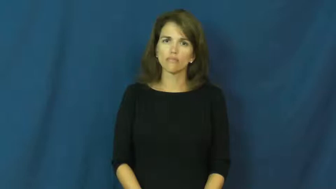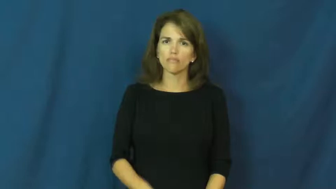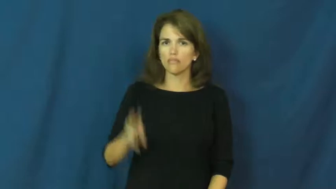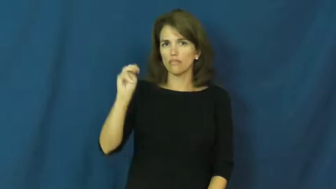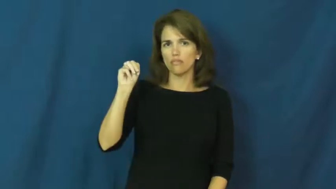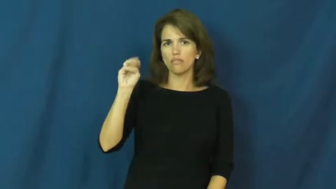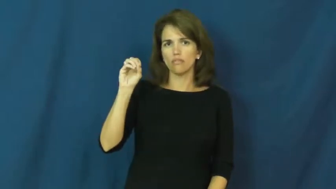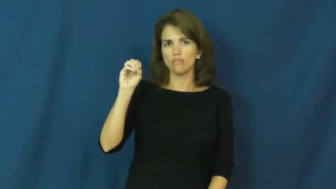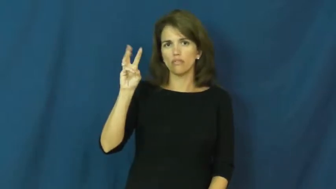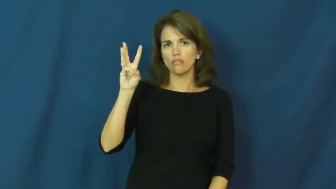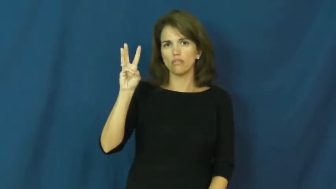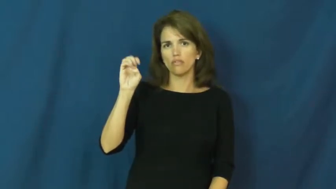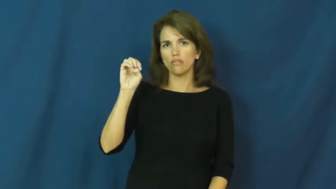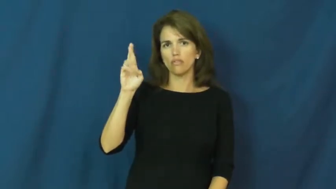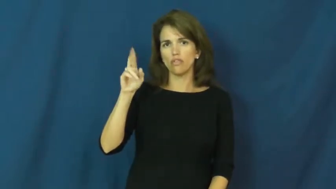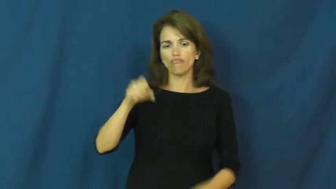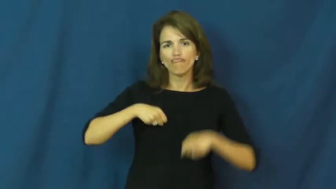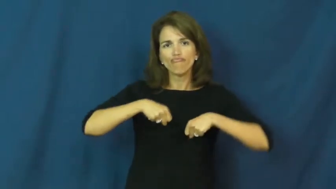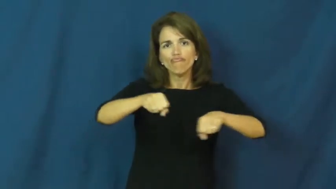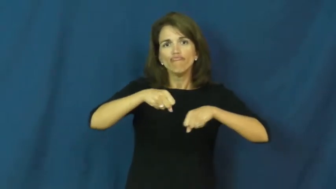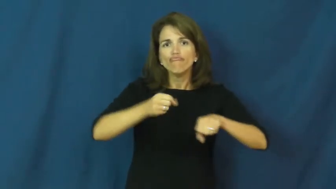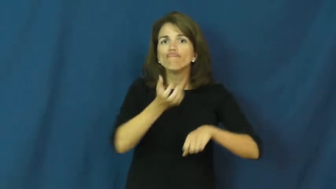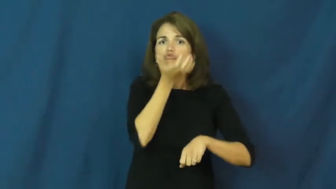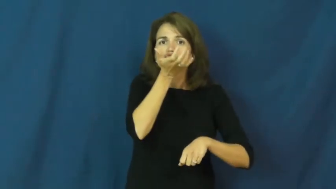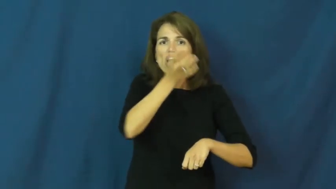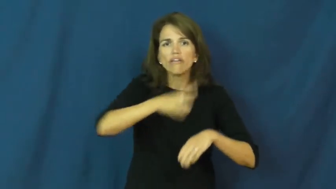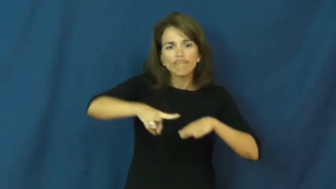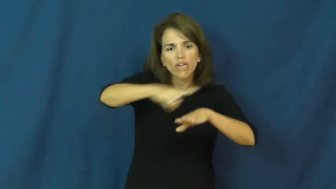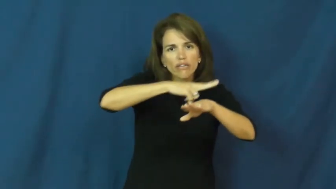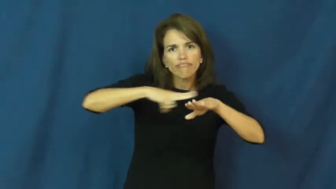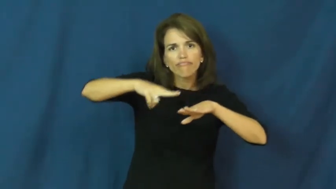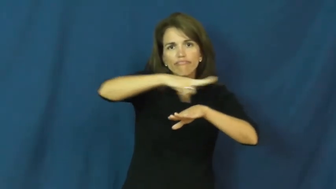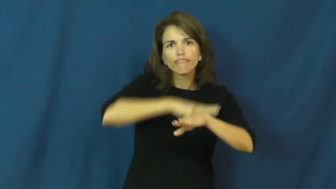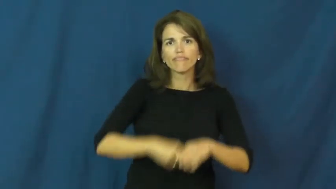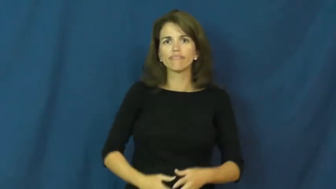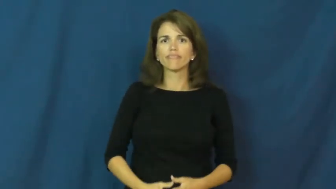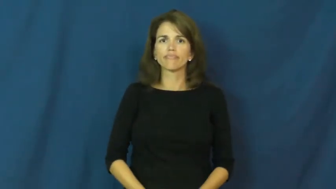mower,lawnmower